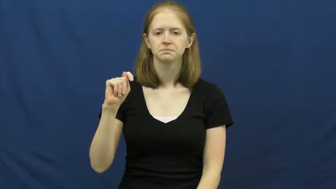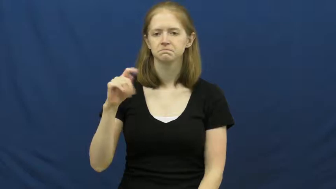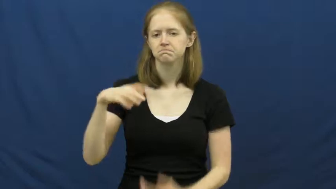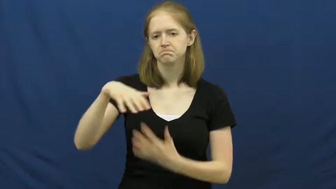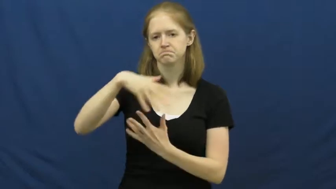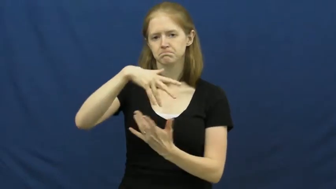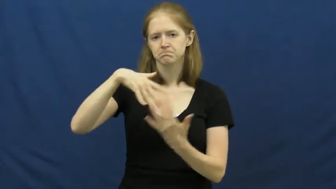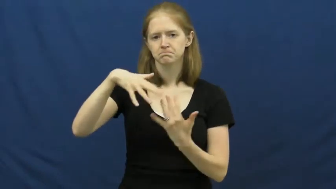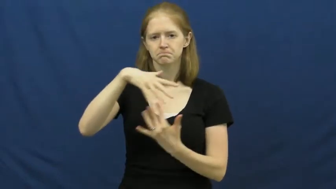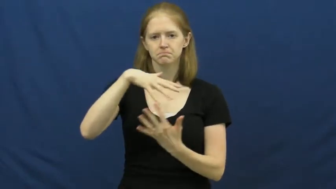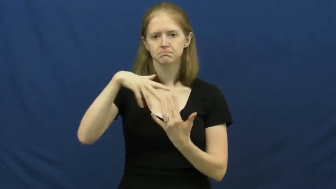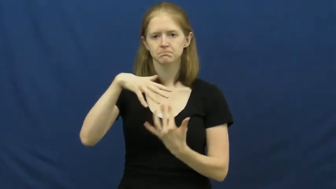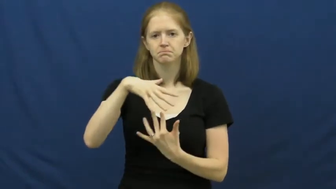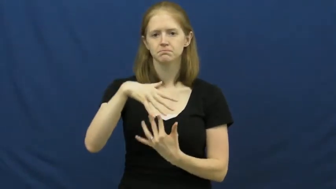interact,deal